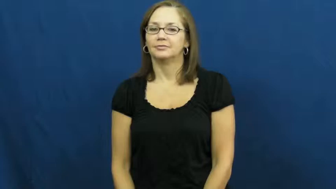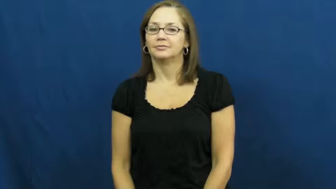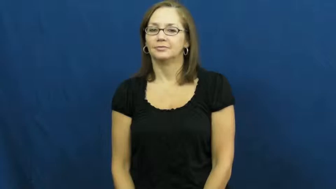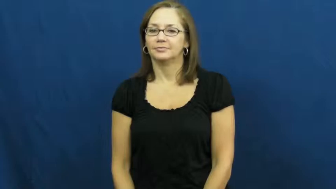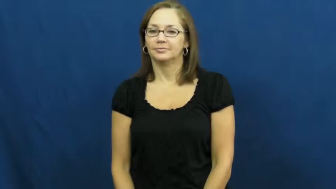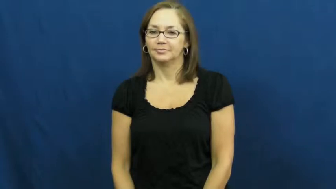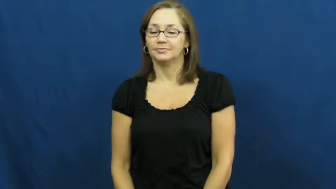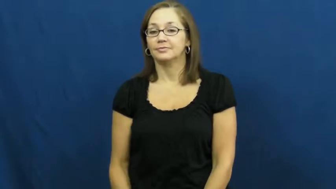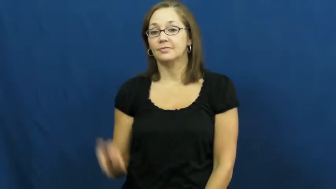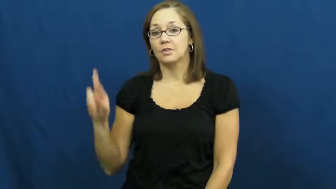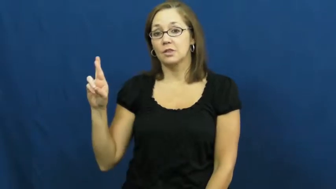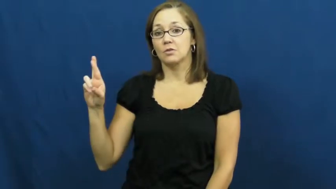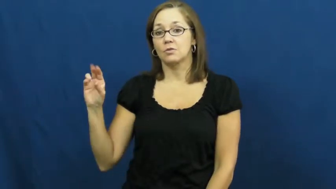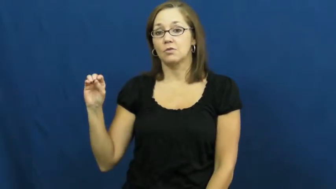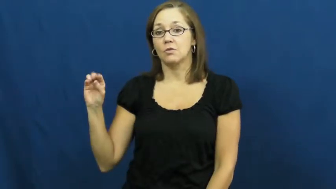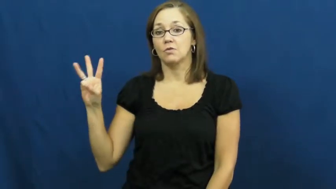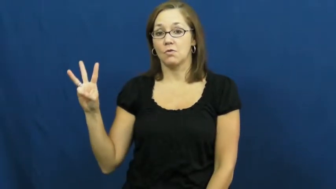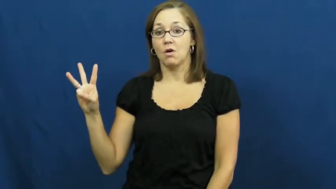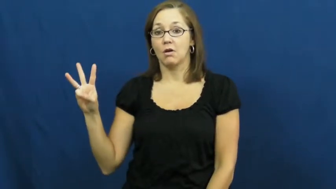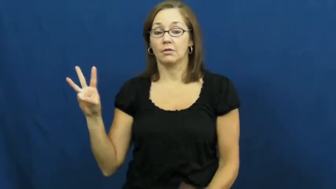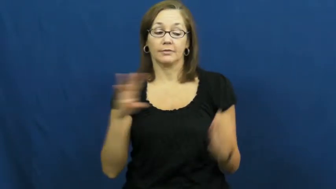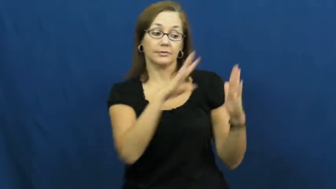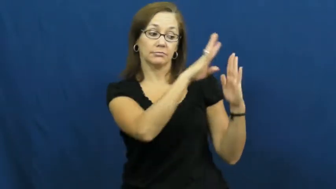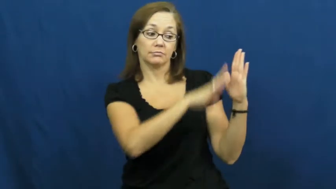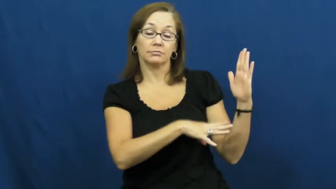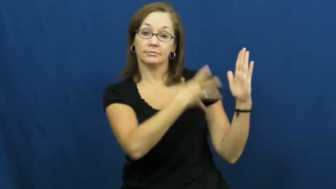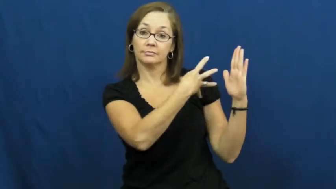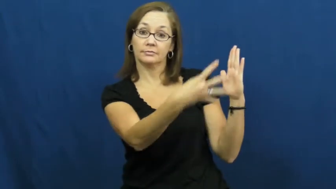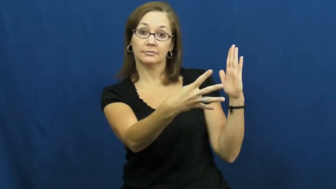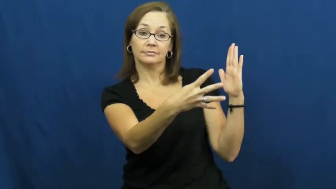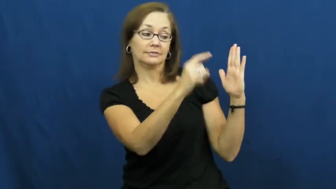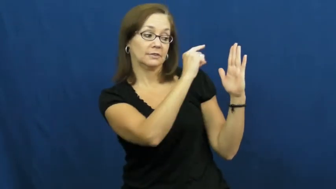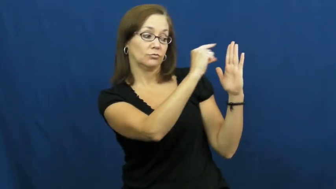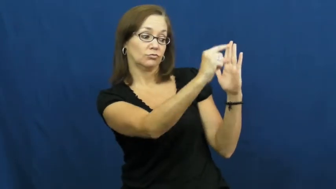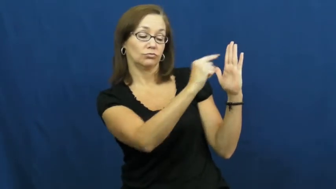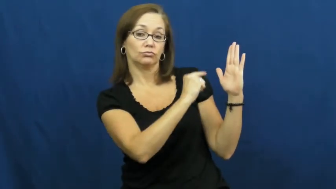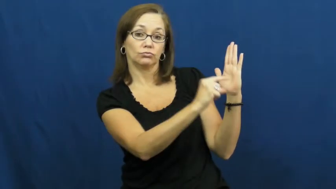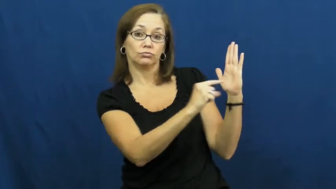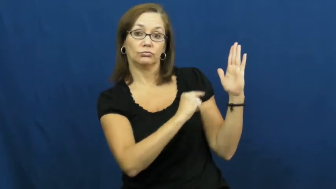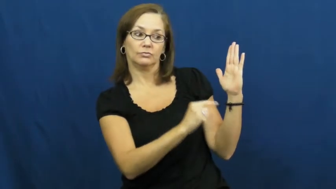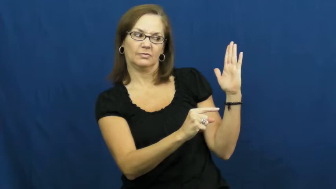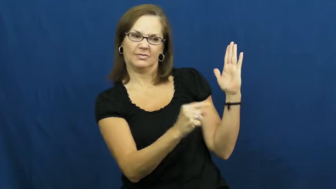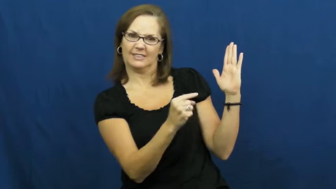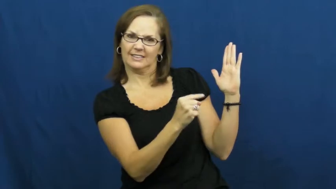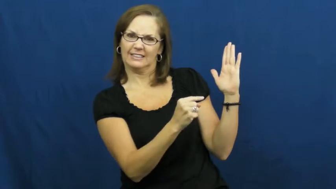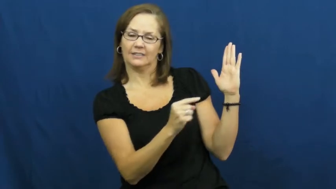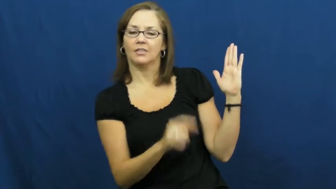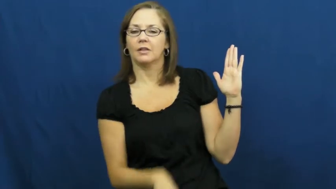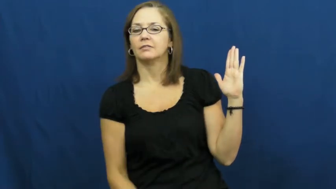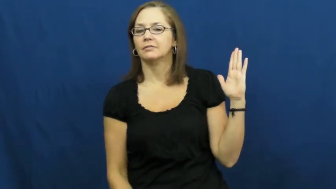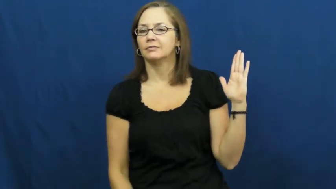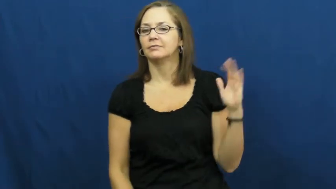row-column